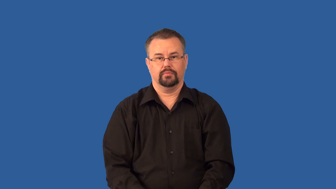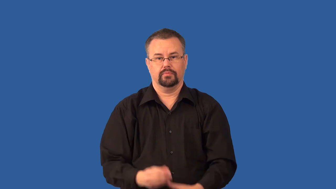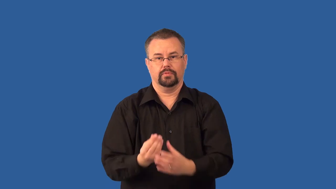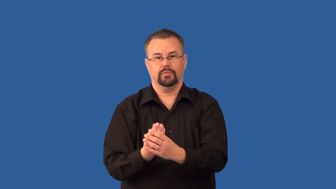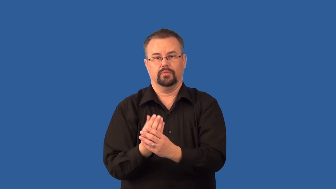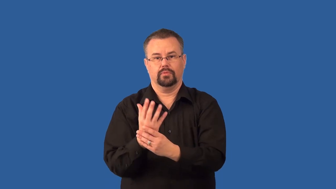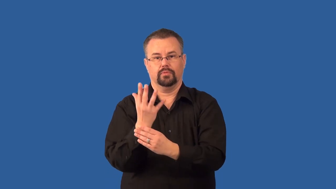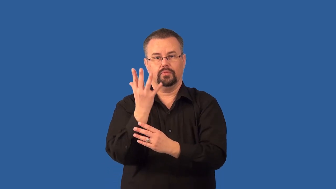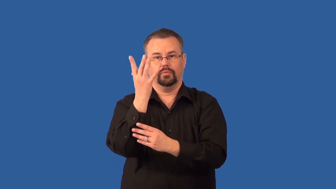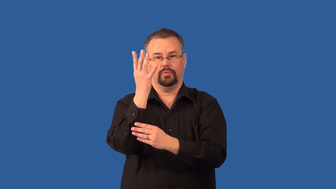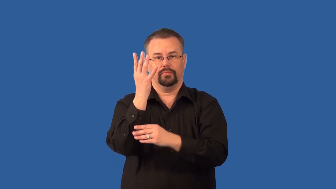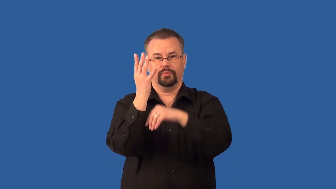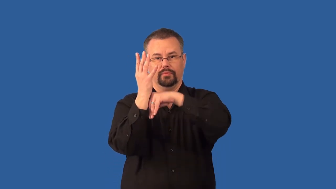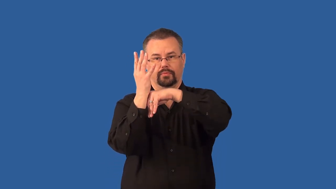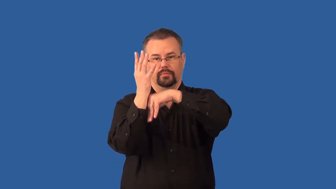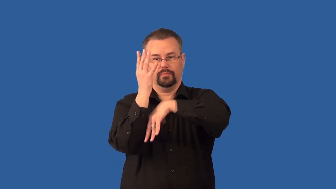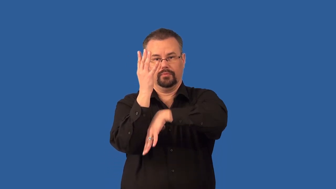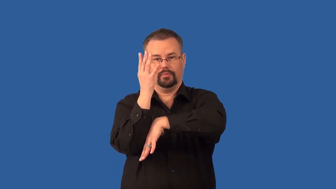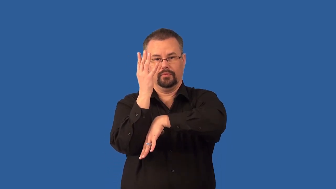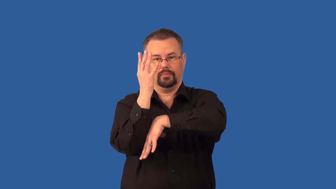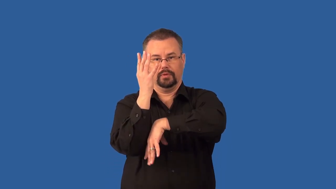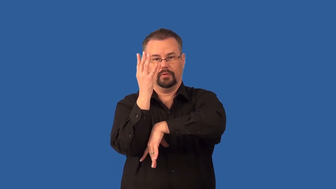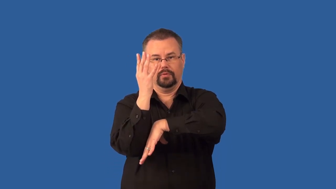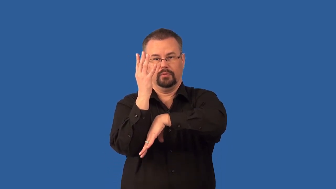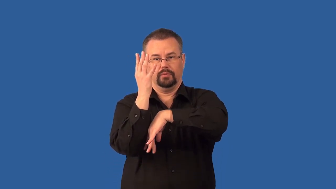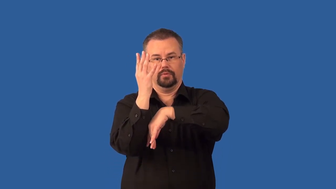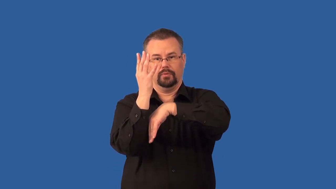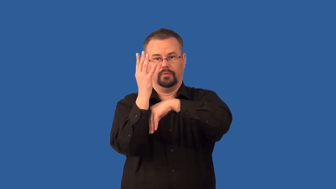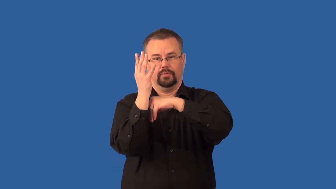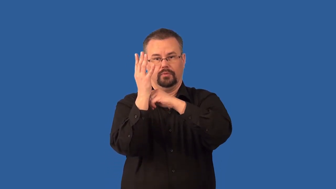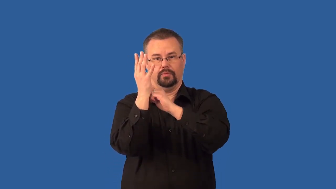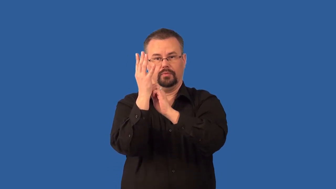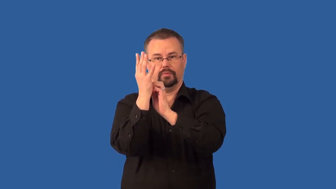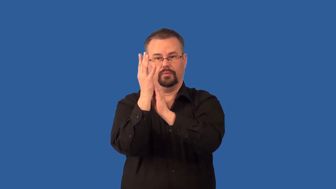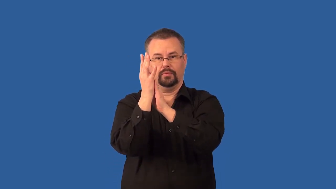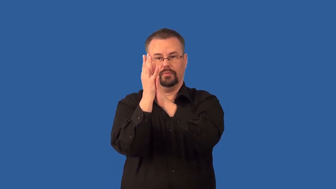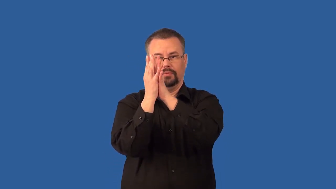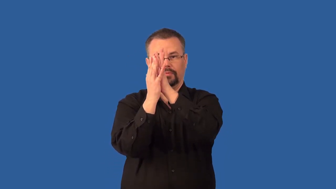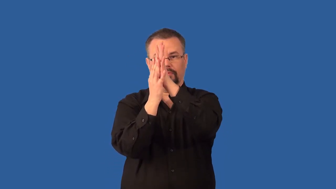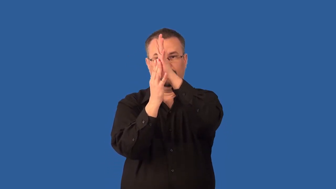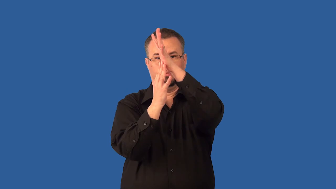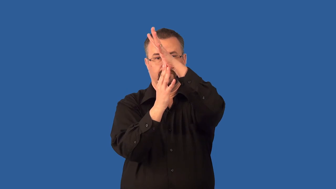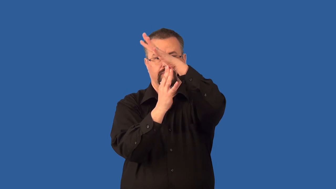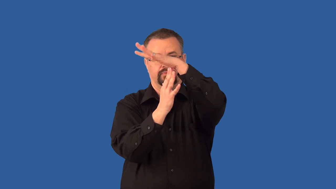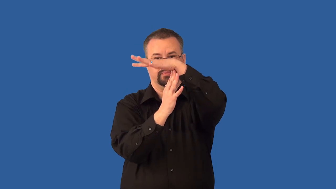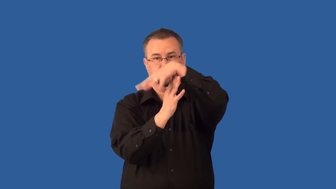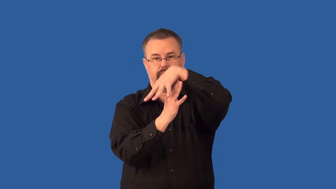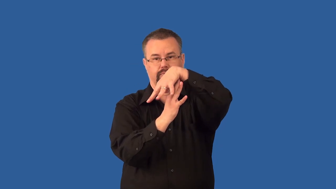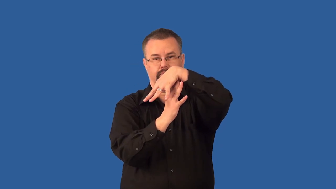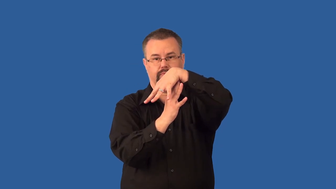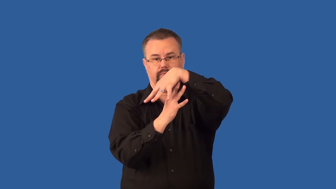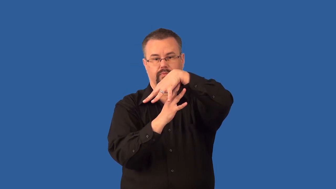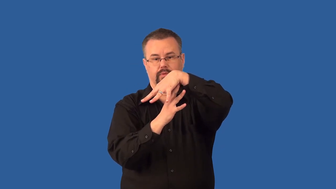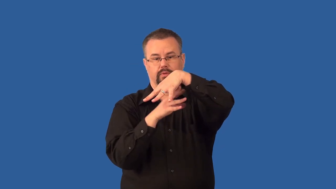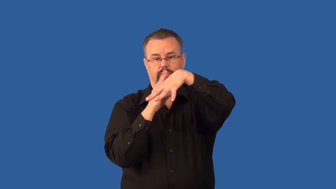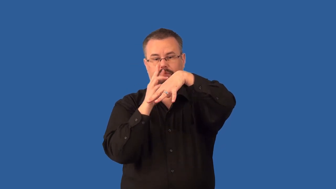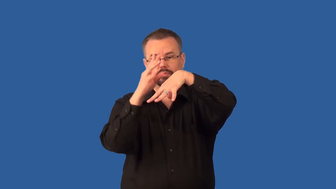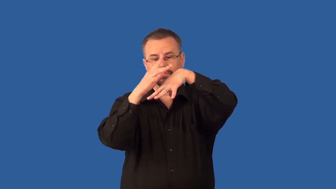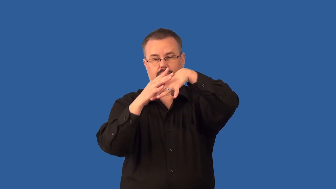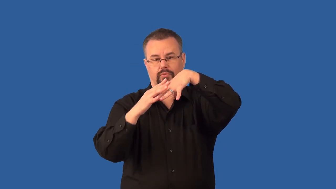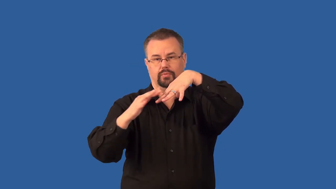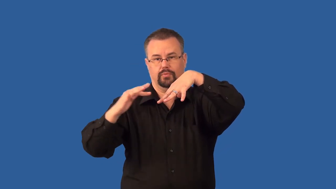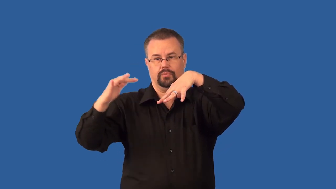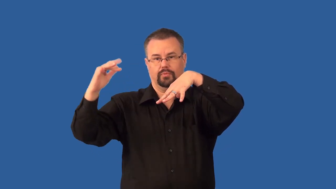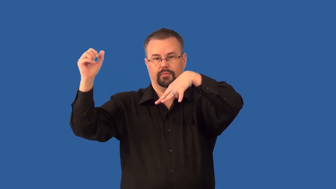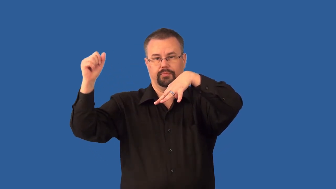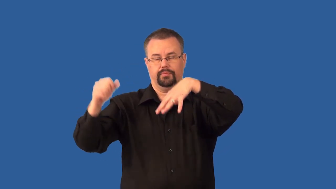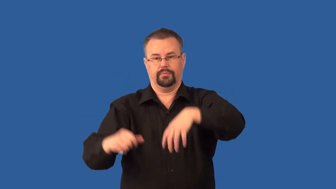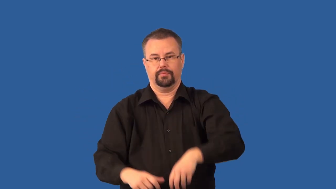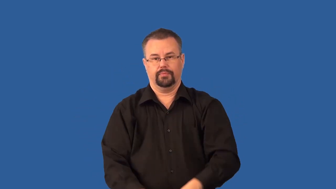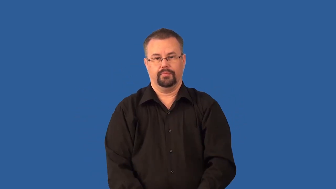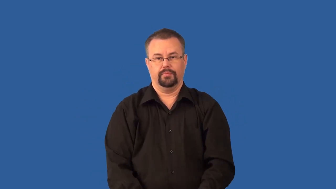transpiration